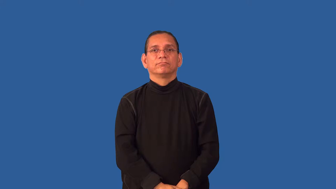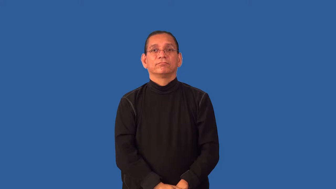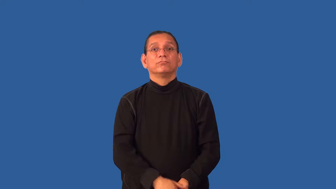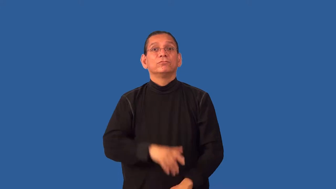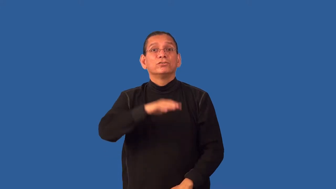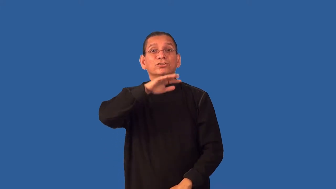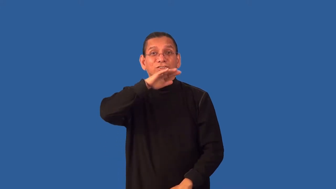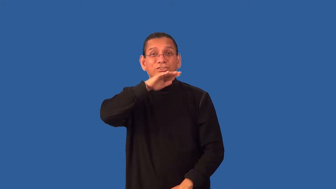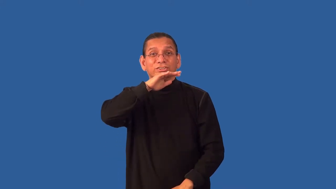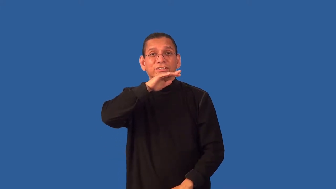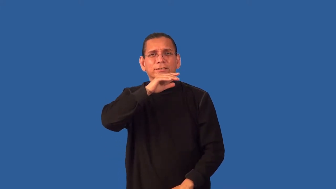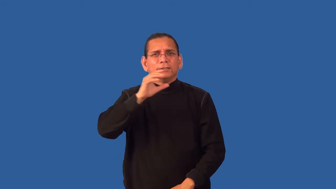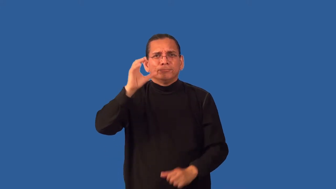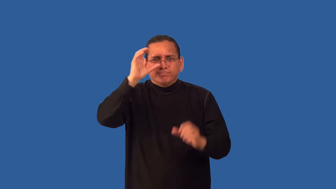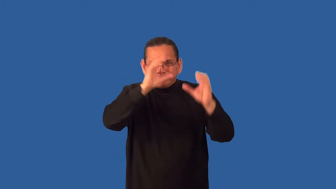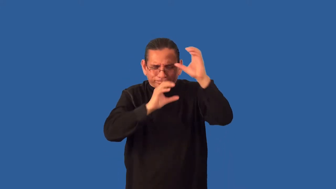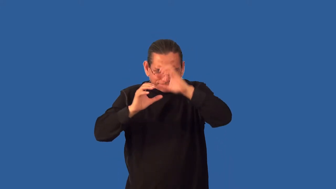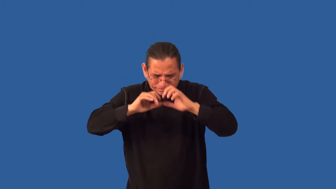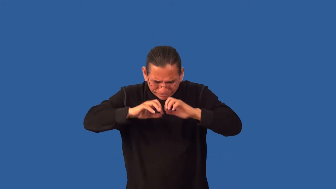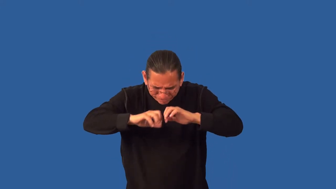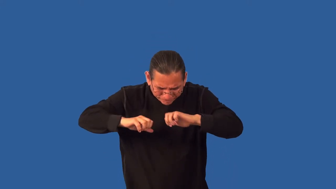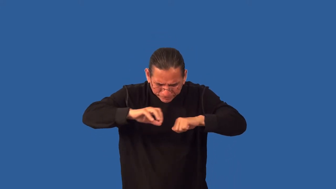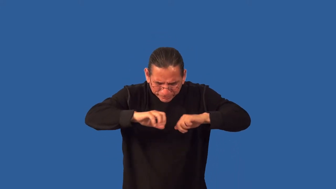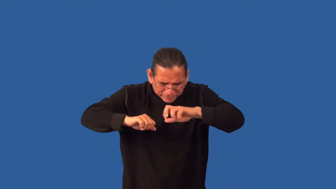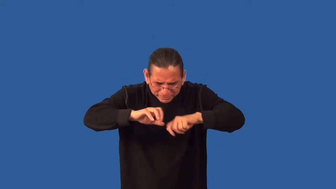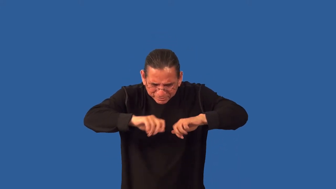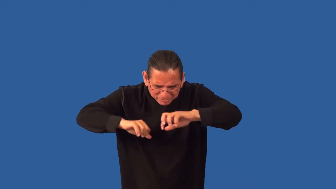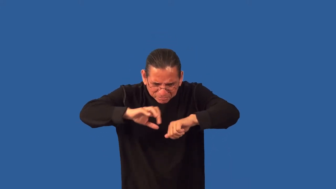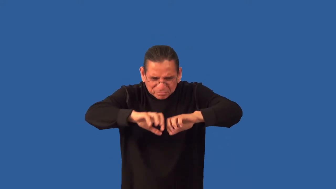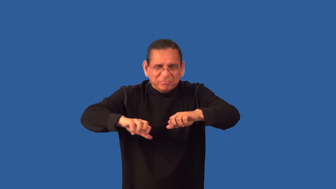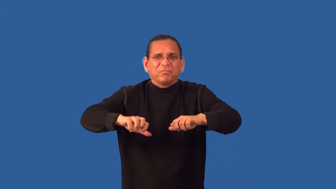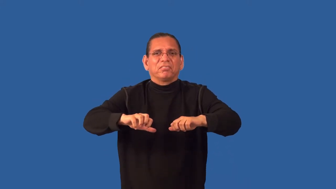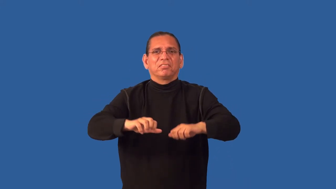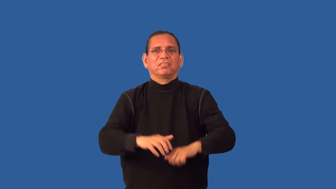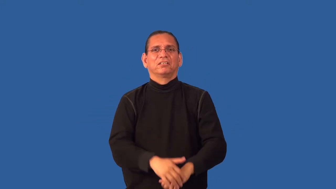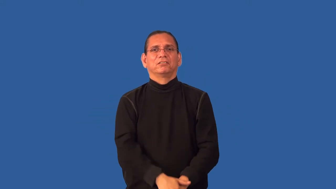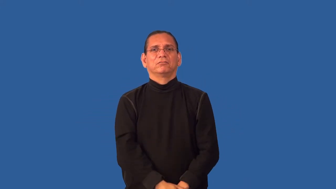grub-try to find something in dirty area